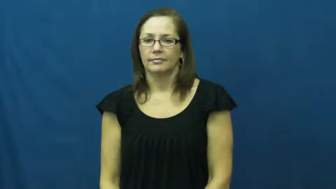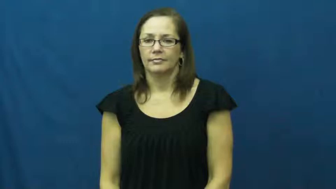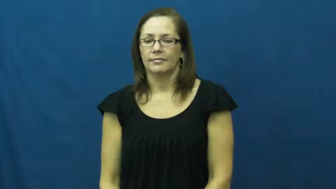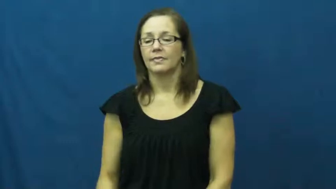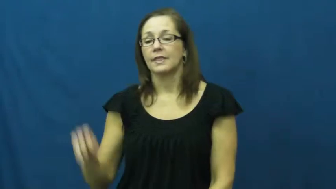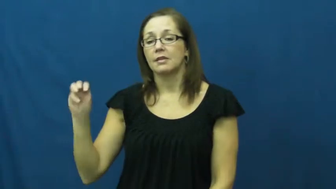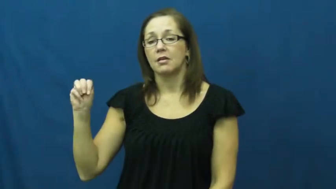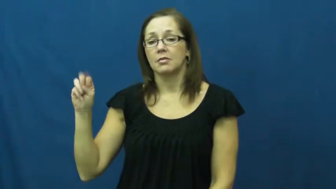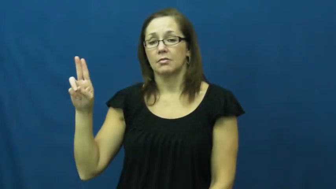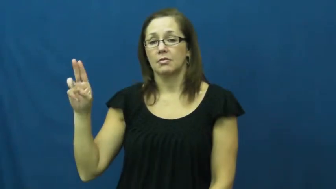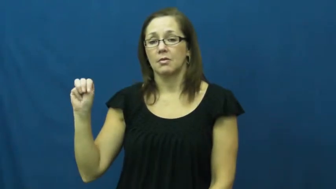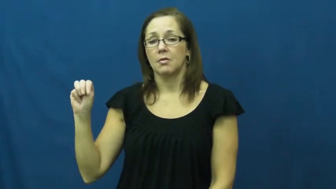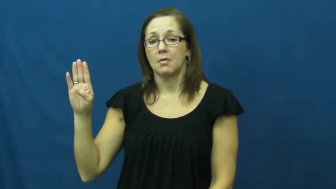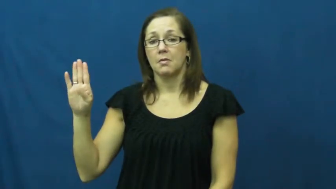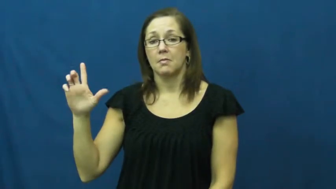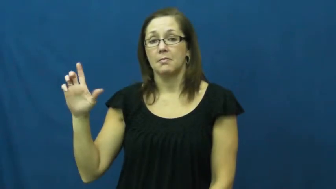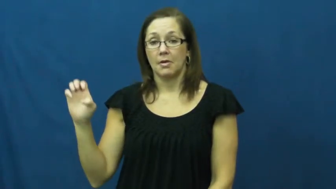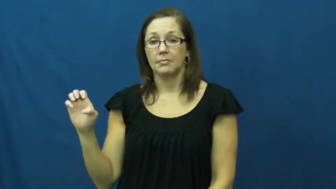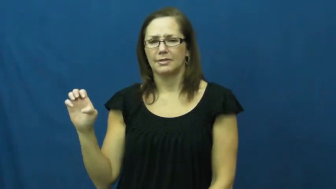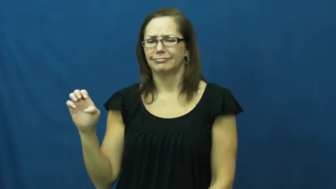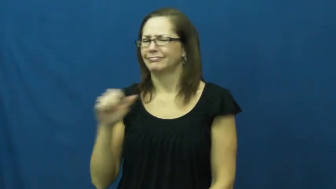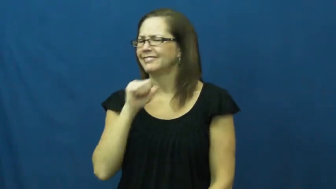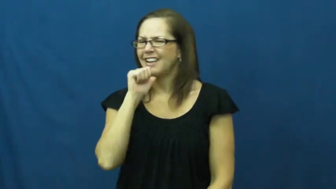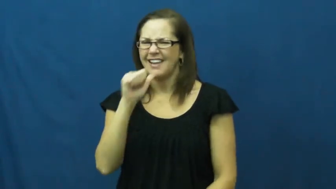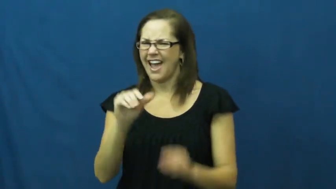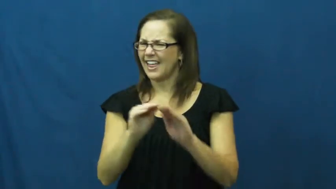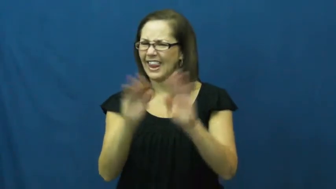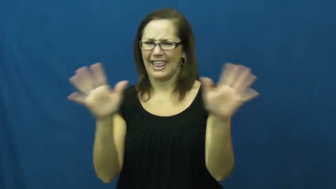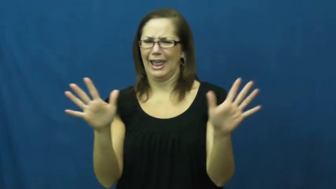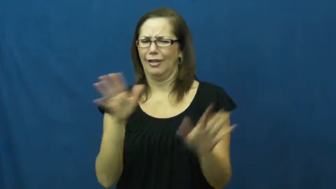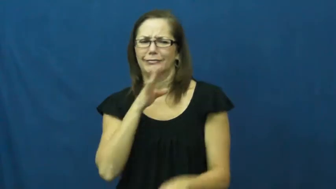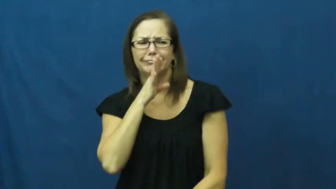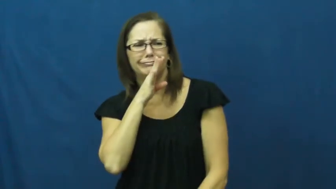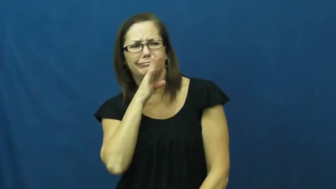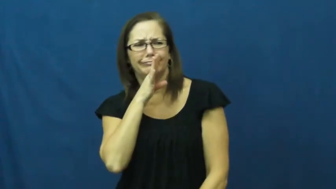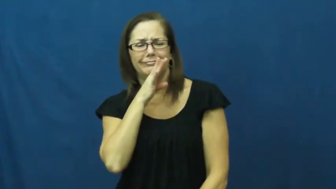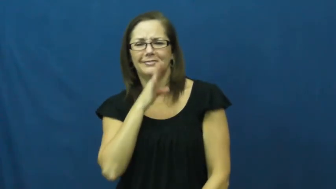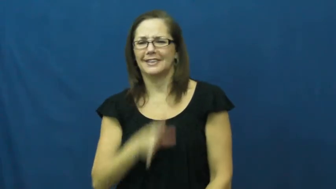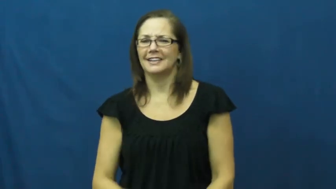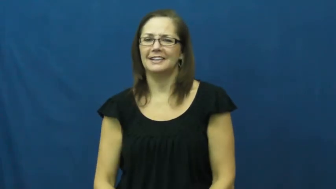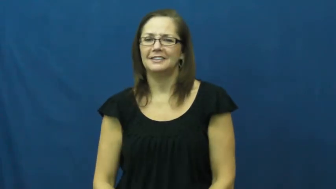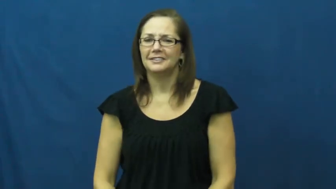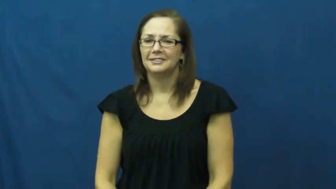mumble